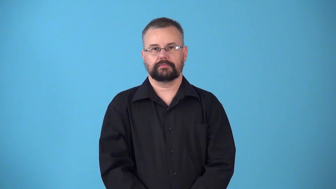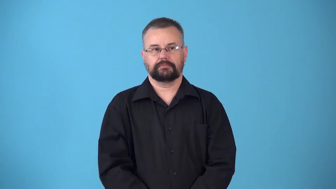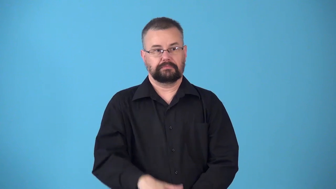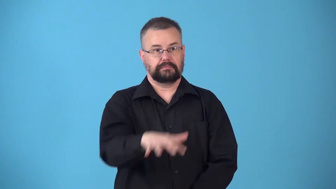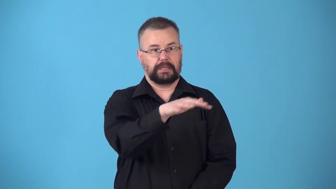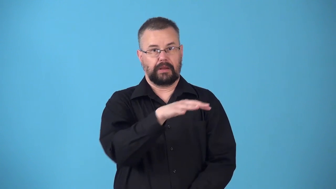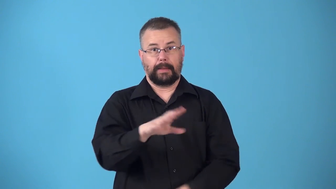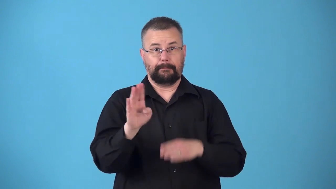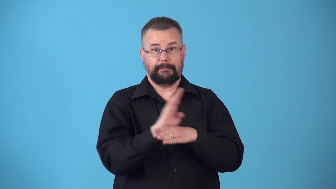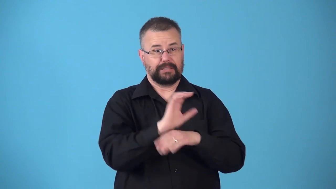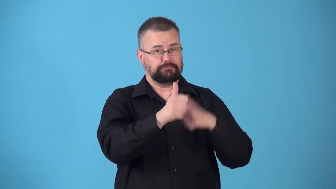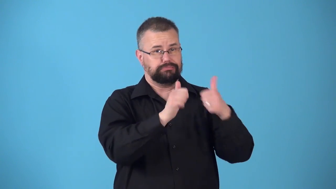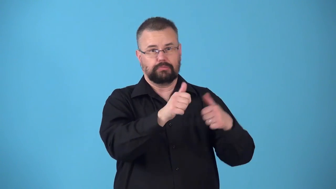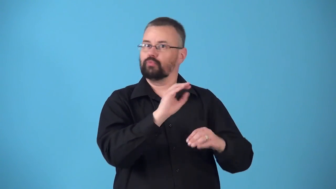nonindustrial